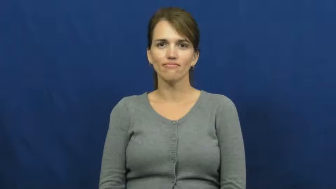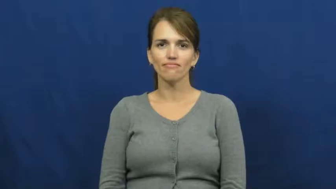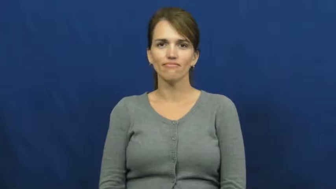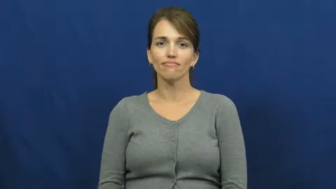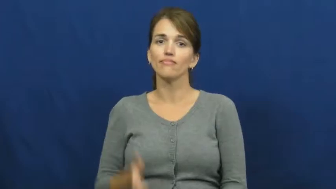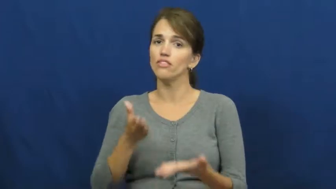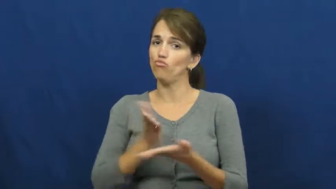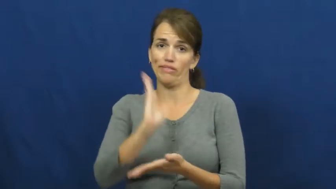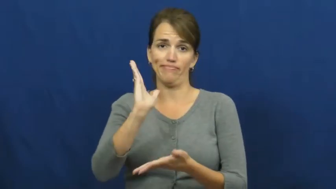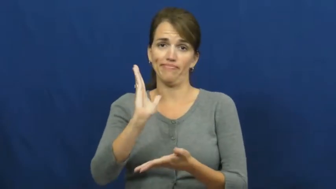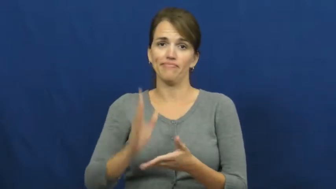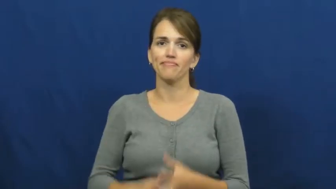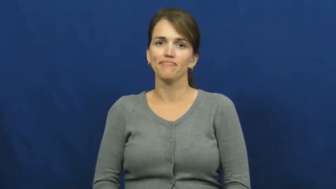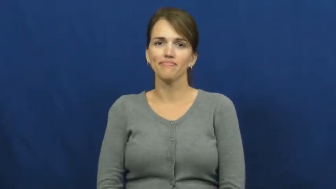right,privelege,prerogative,birthright,claim,concession